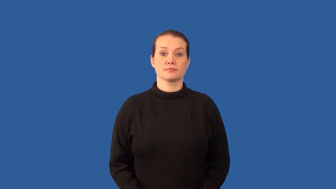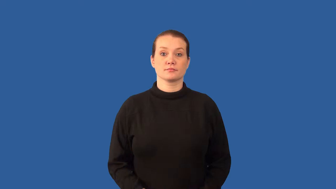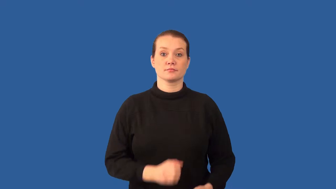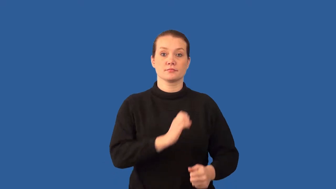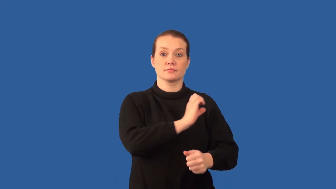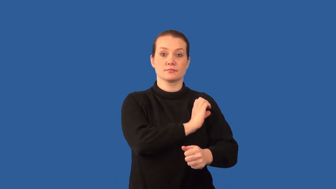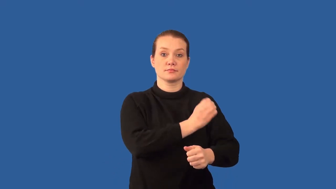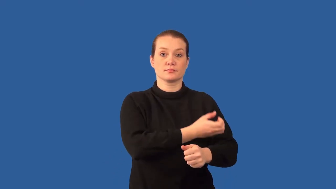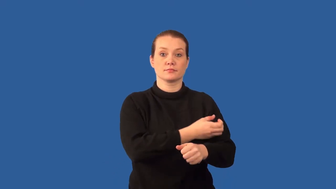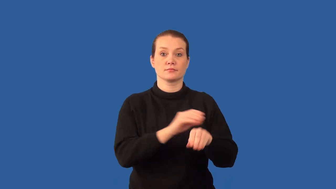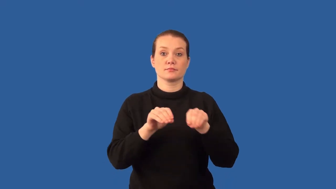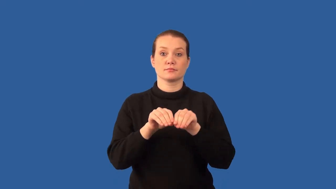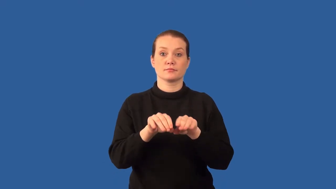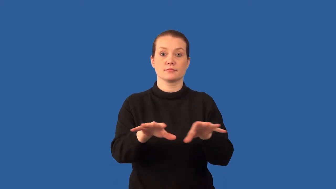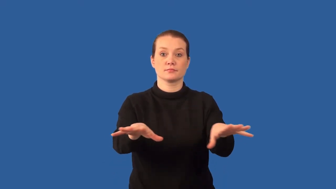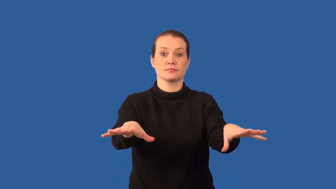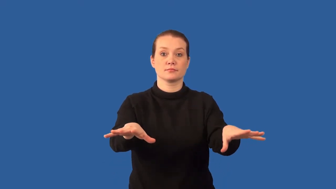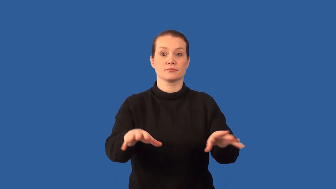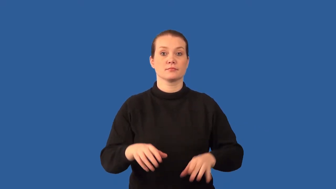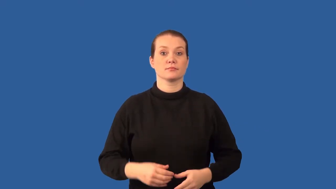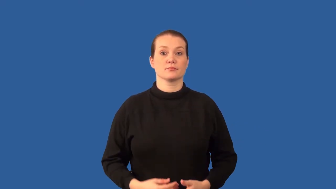radiation-energy